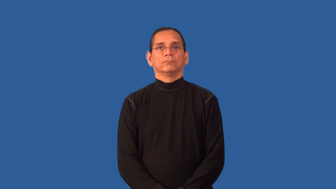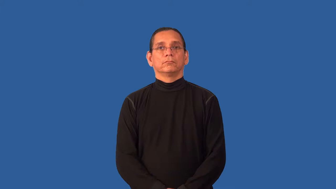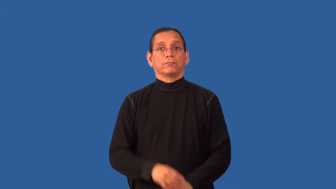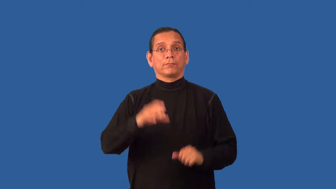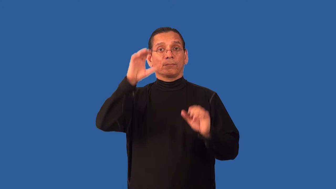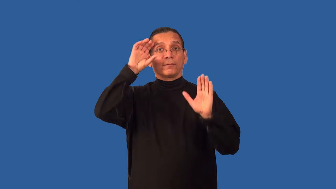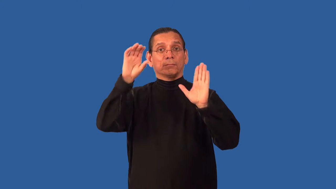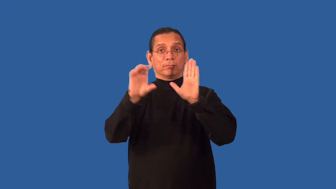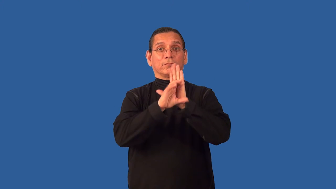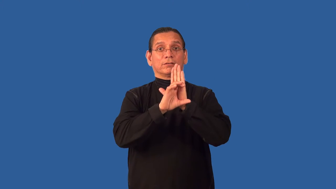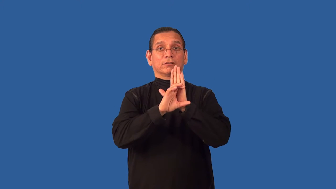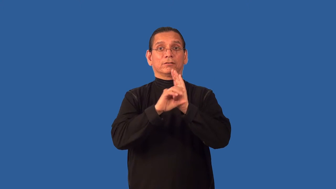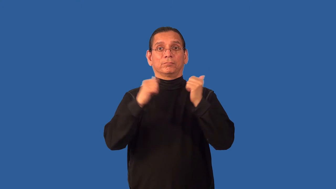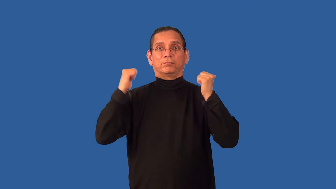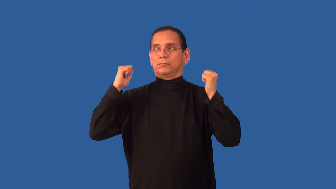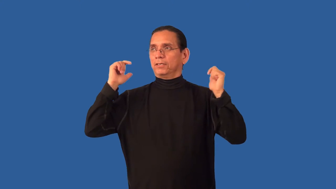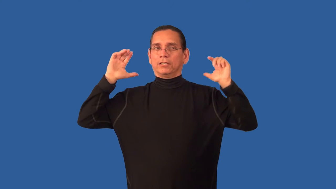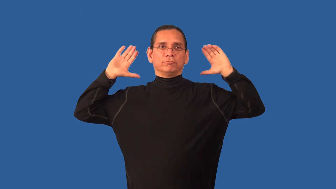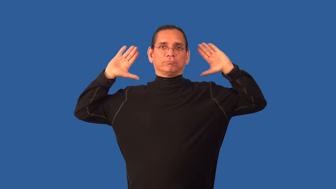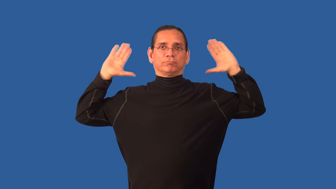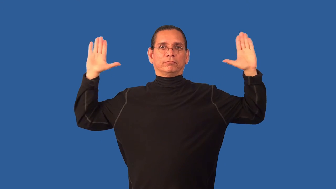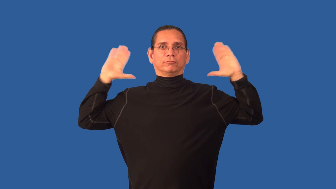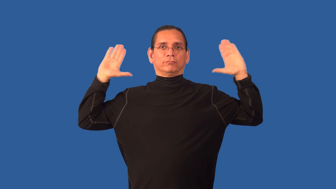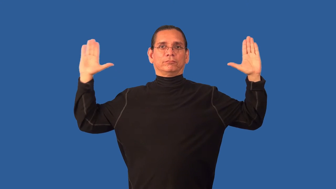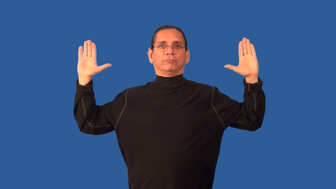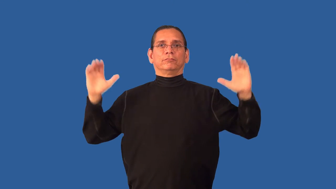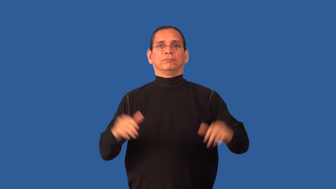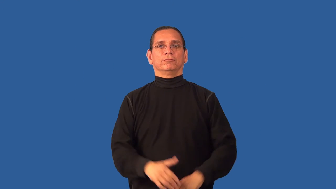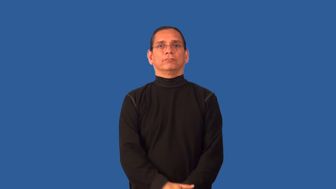background-of a scene